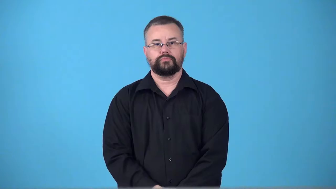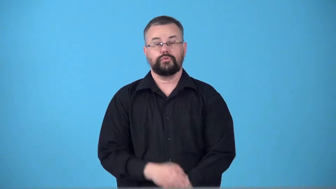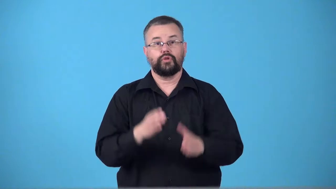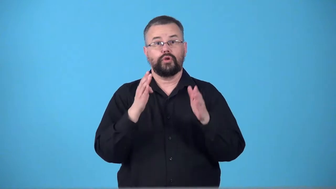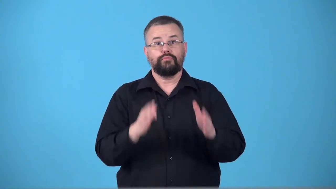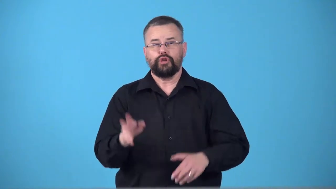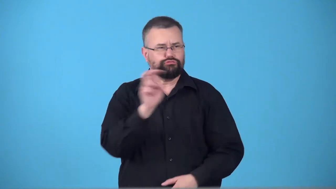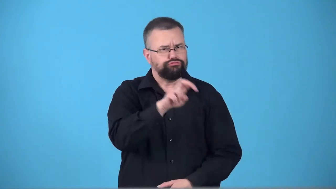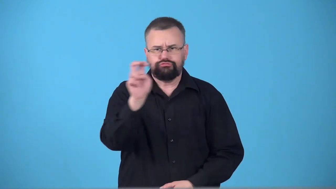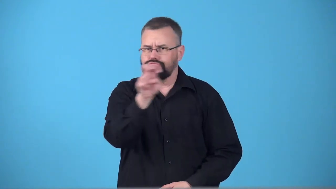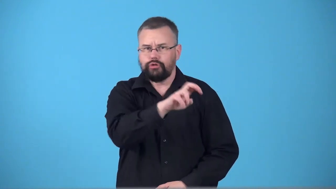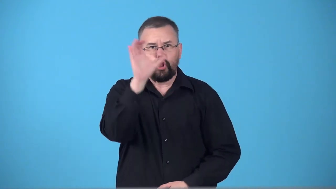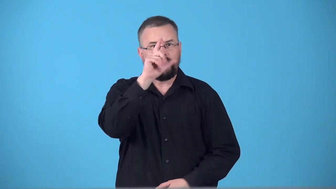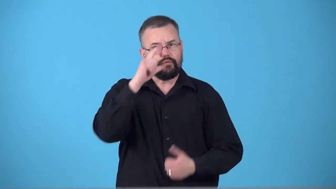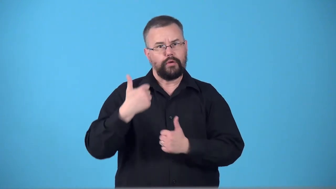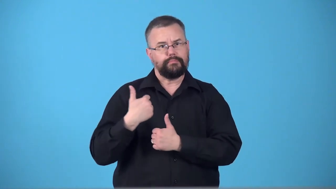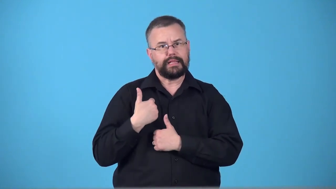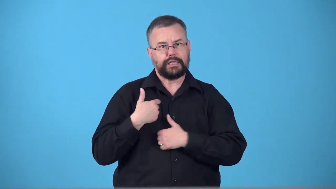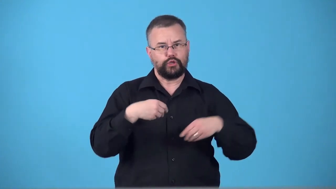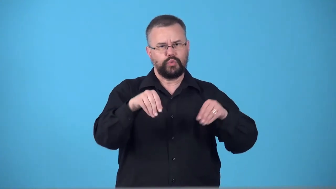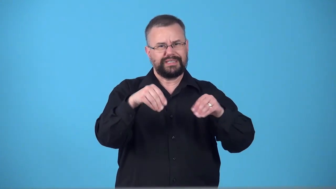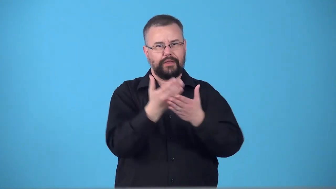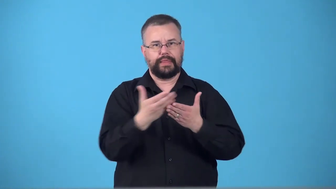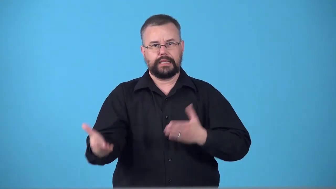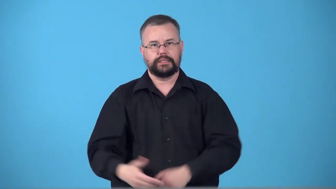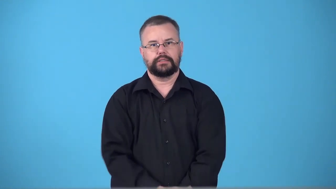sutler